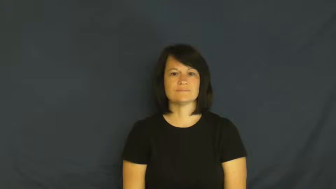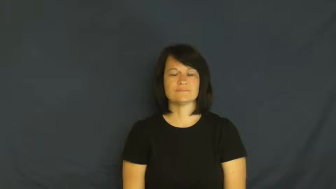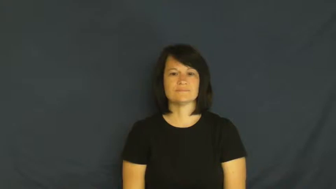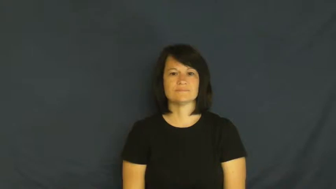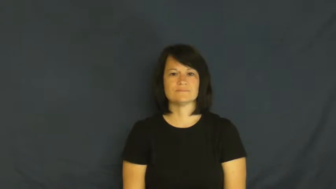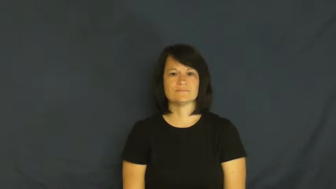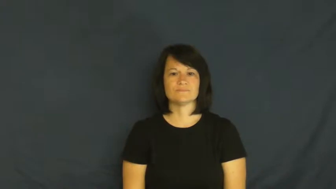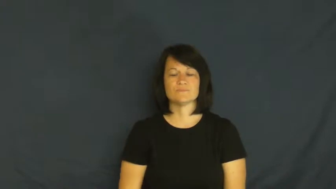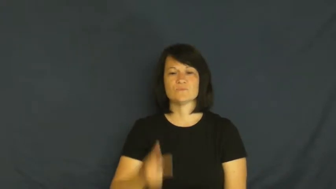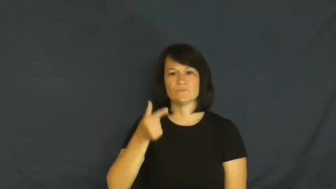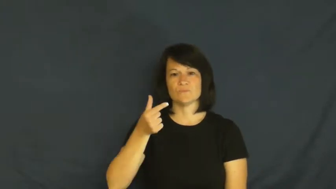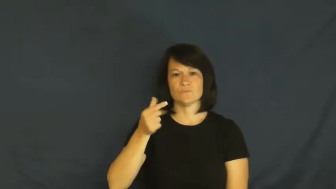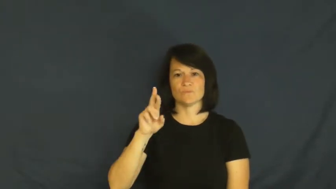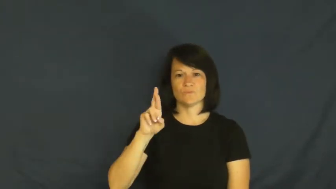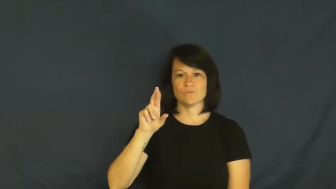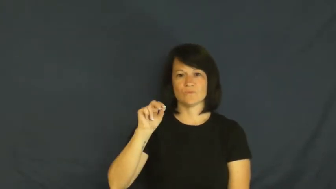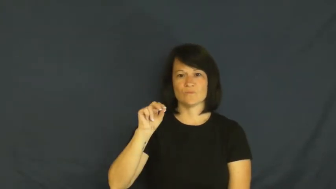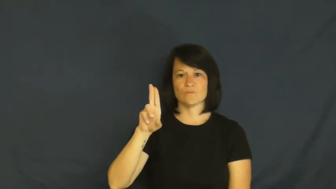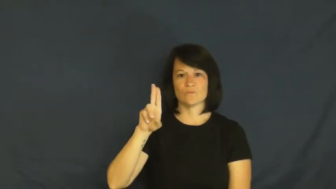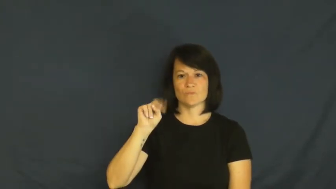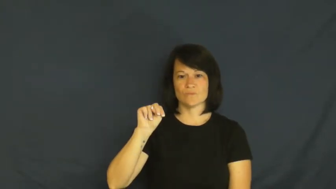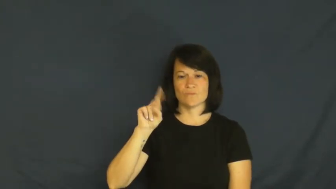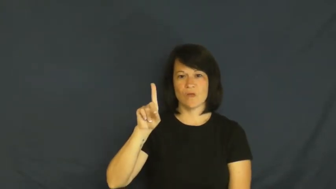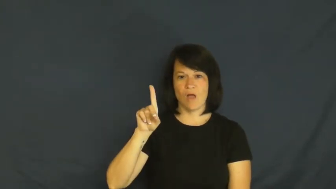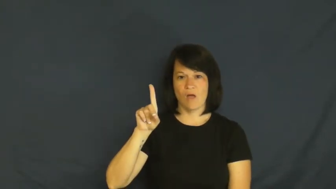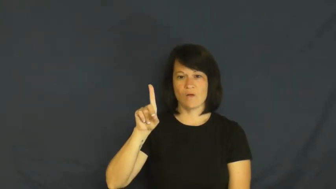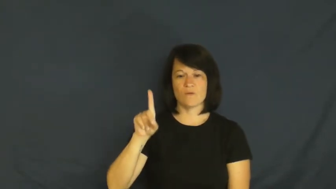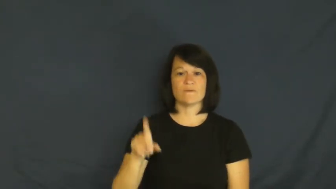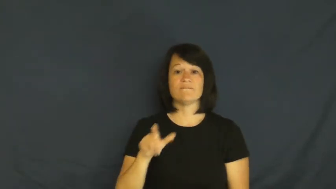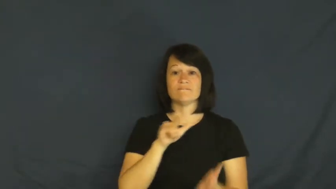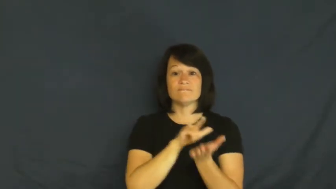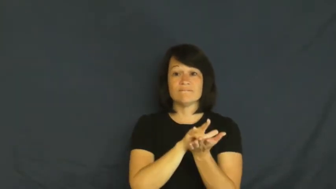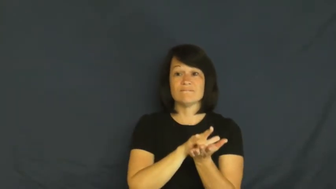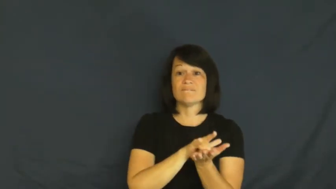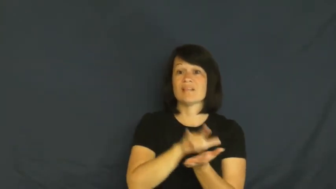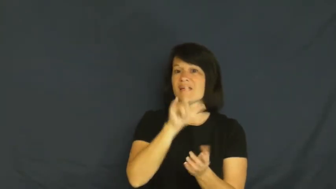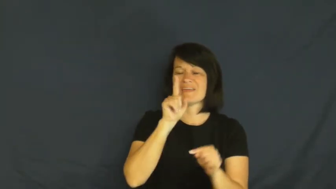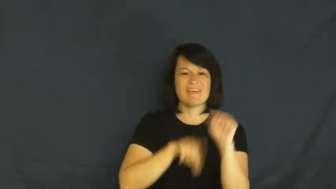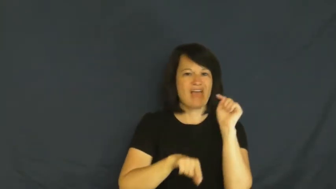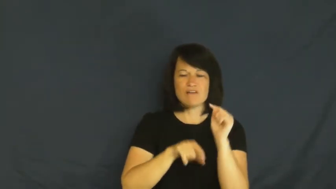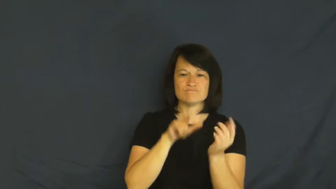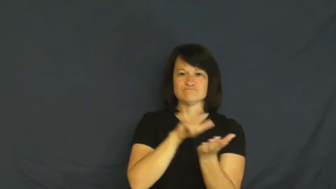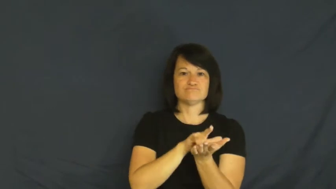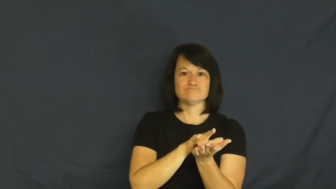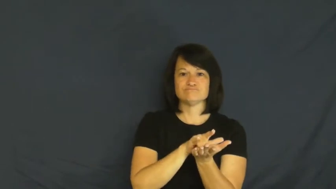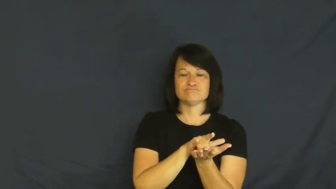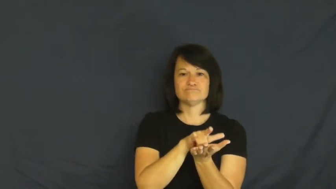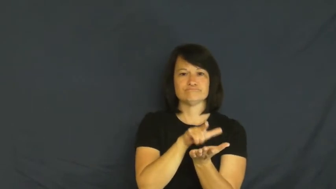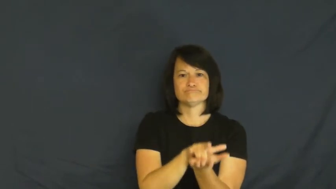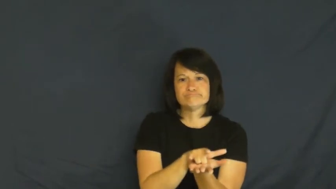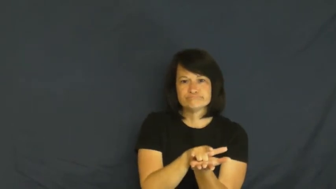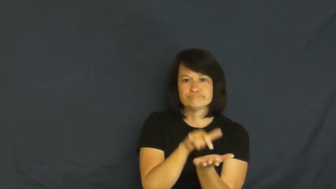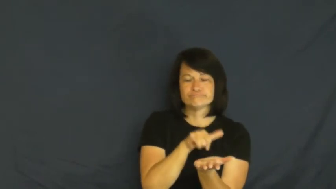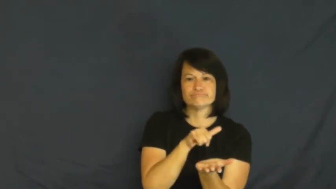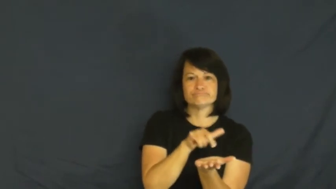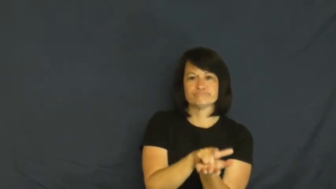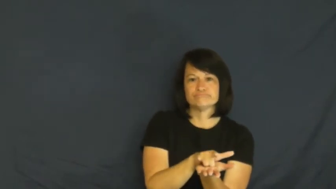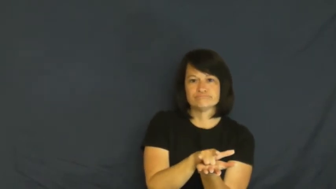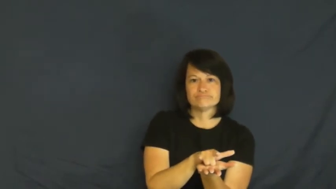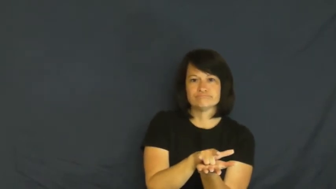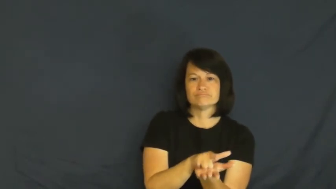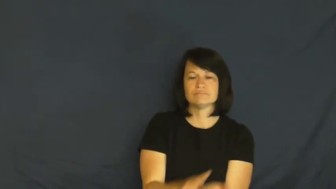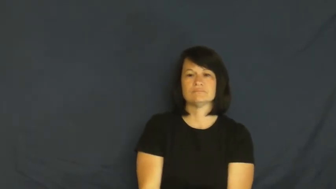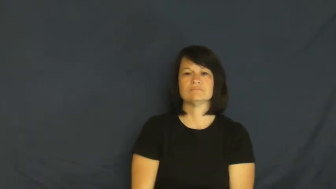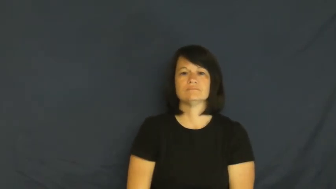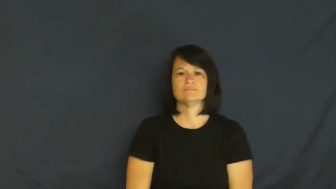ground-can't fly